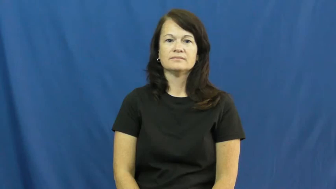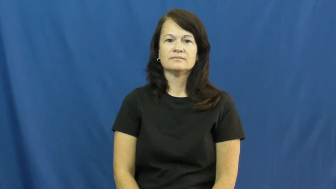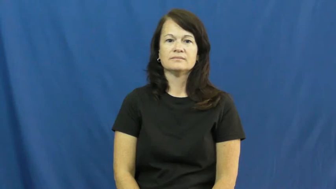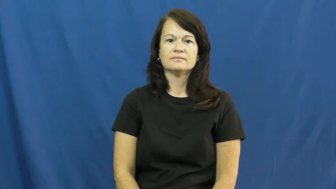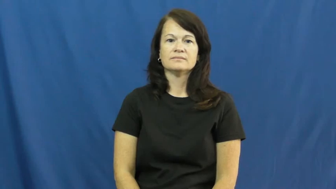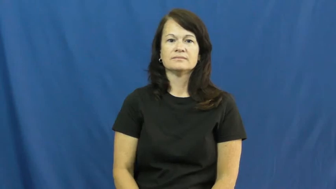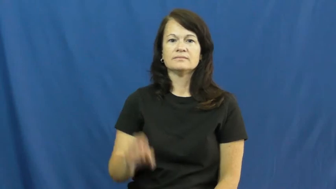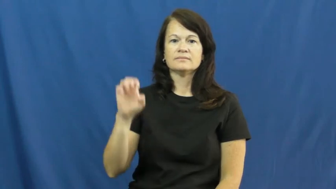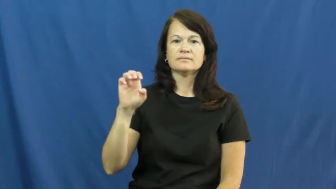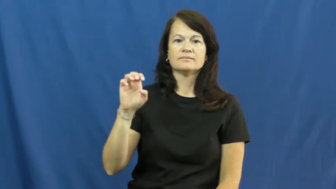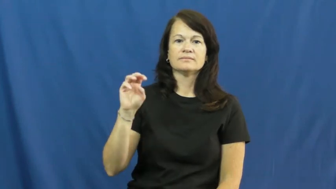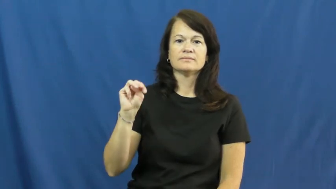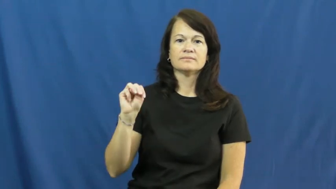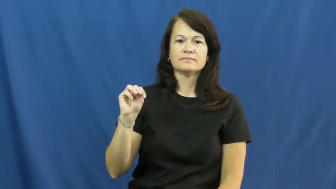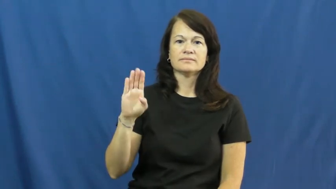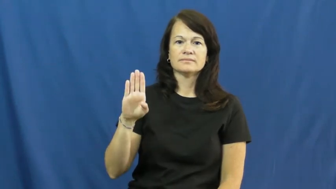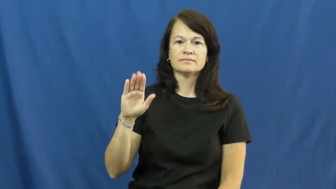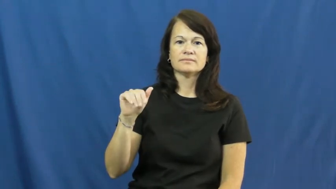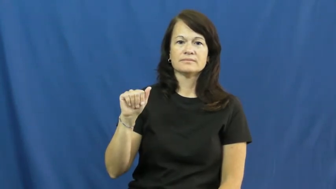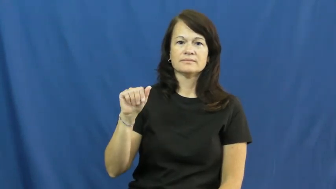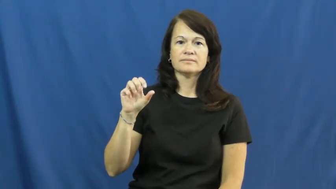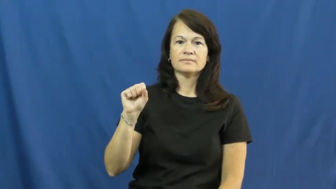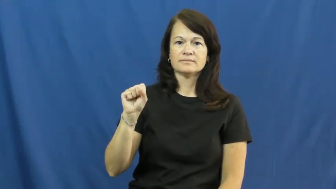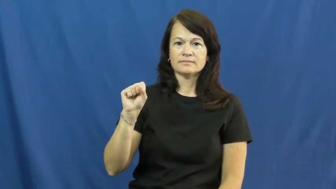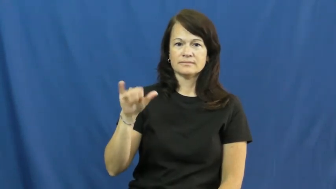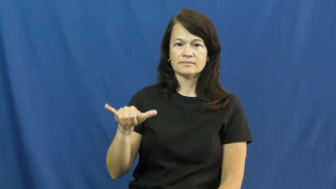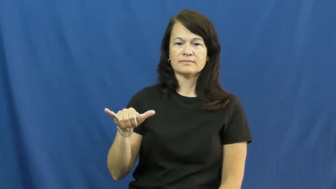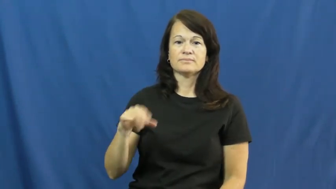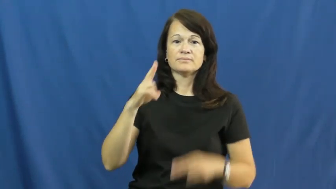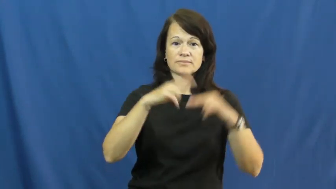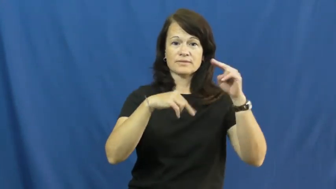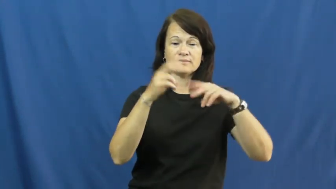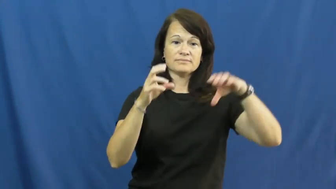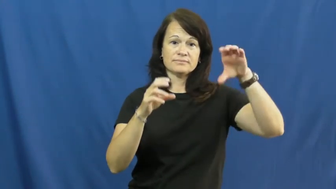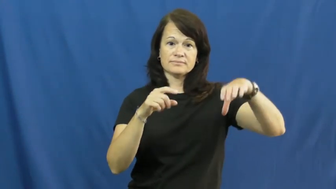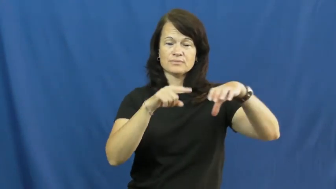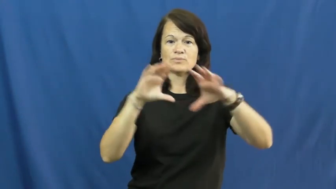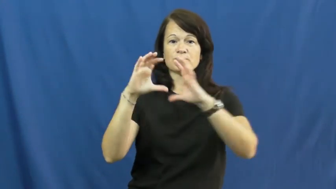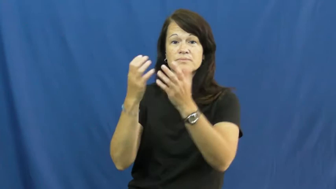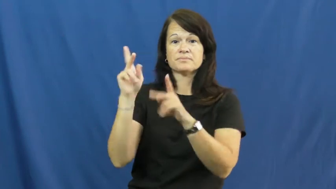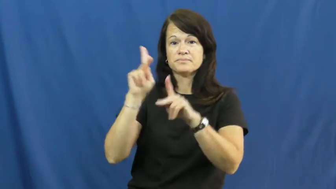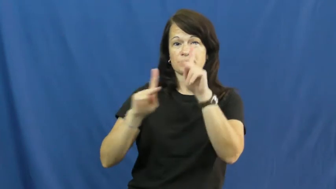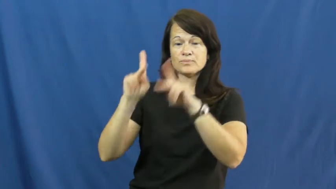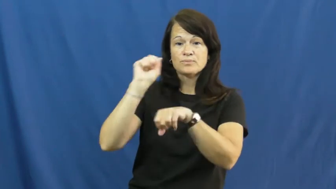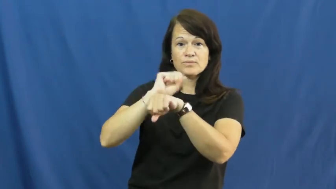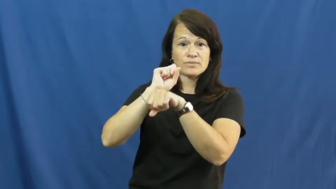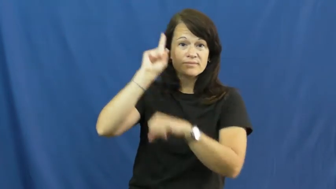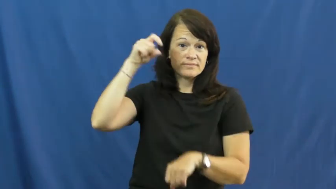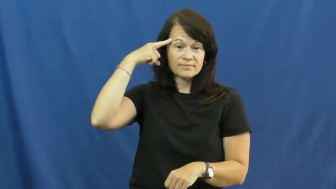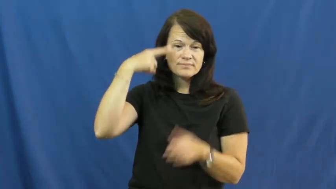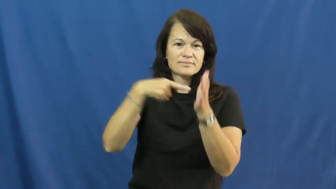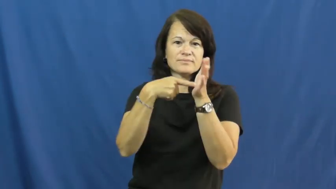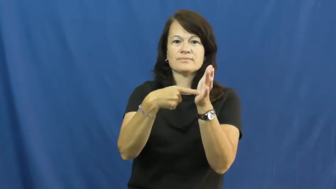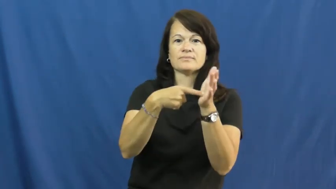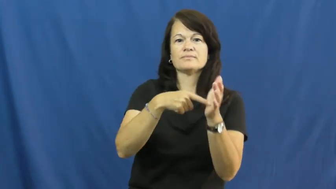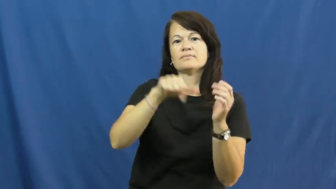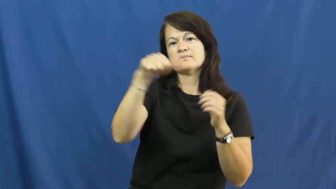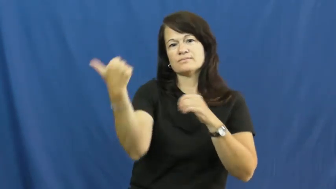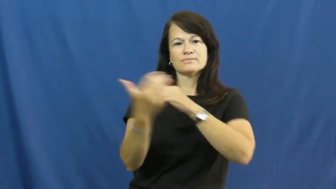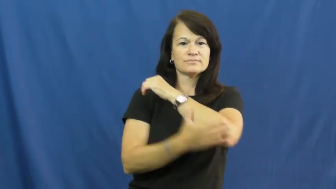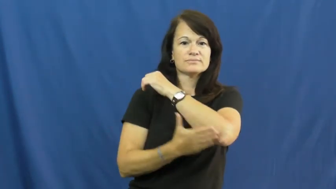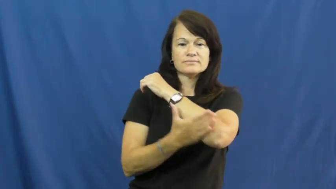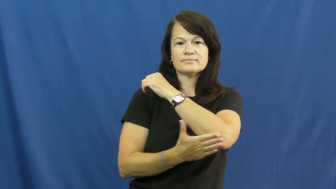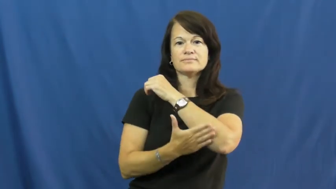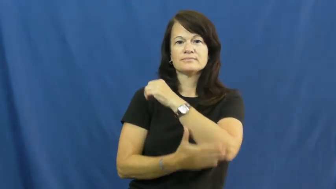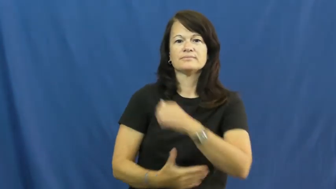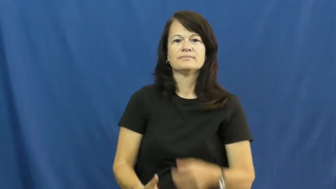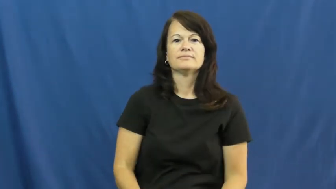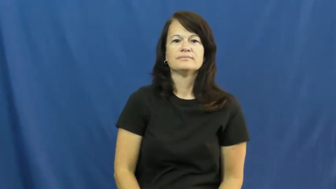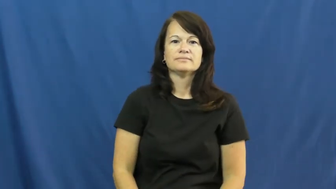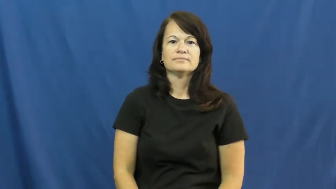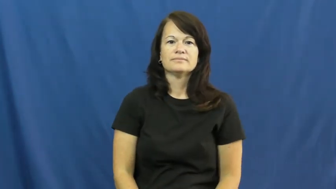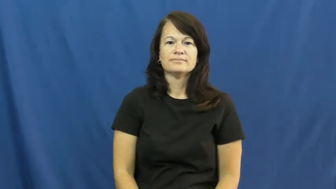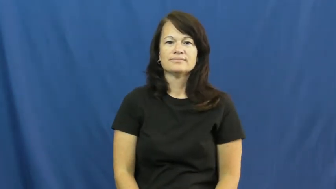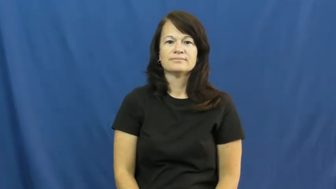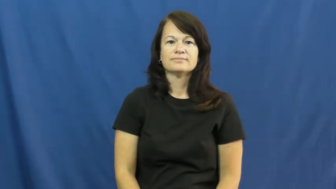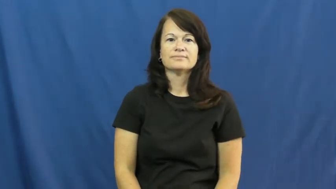embassy